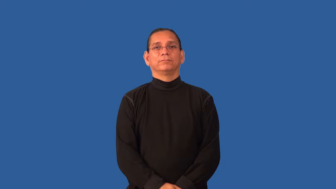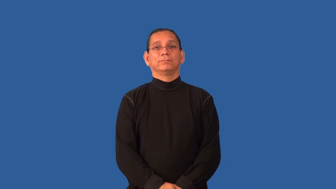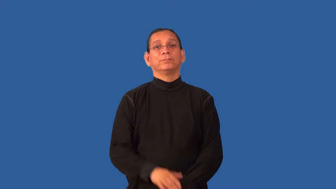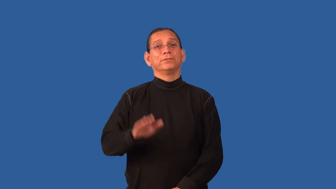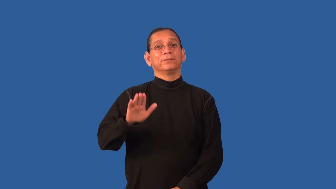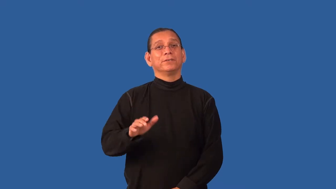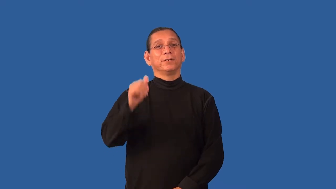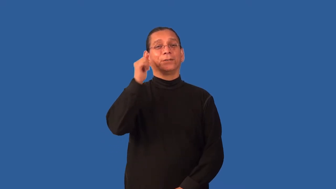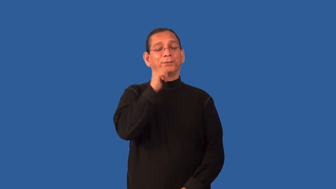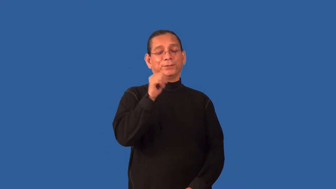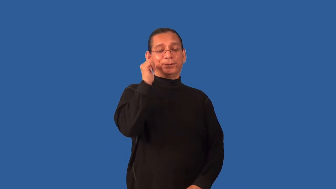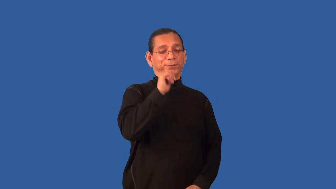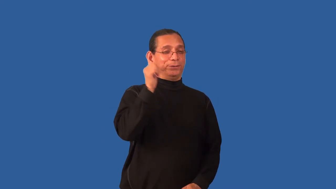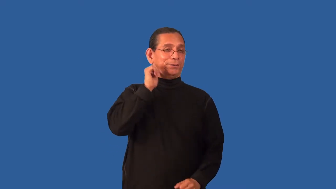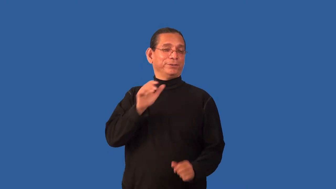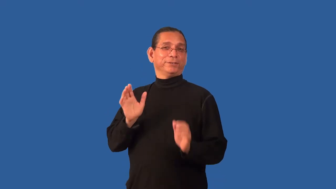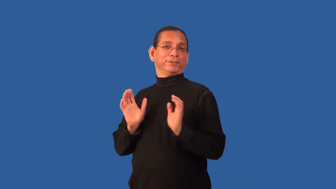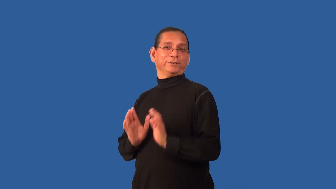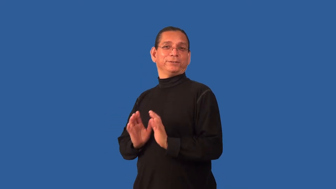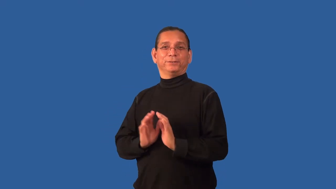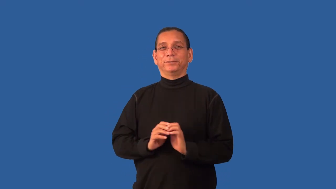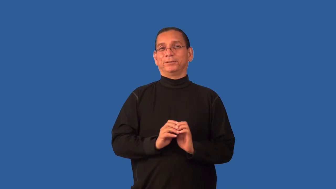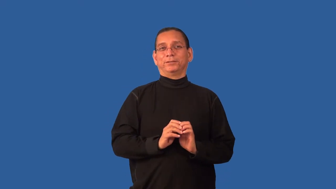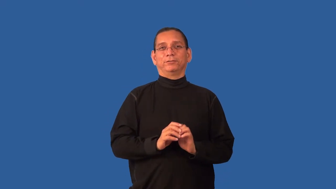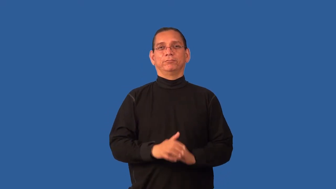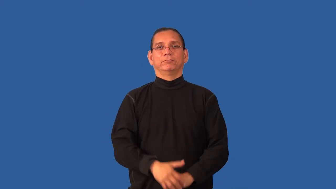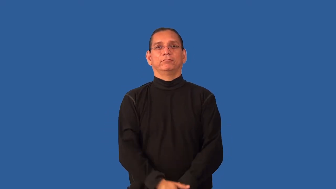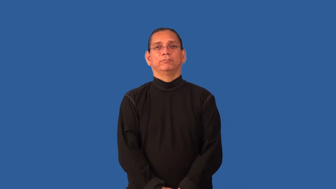girlish,girly,feminine